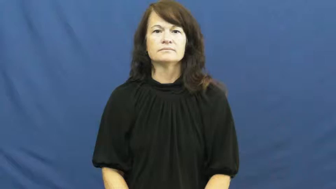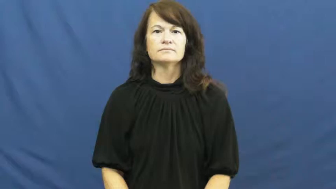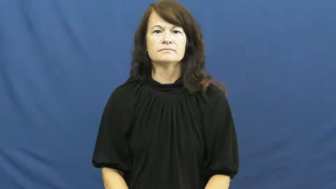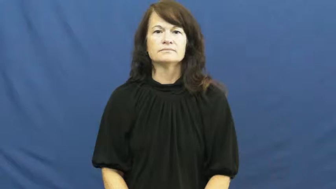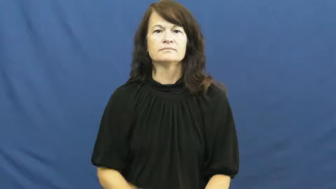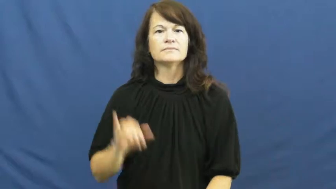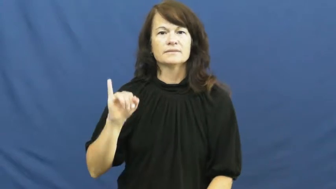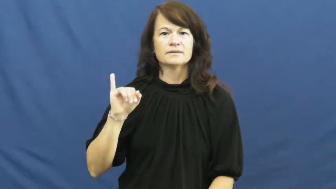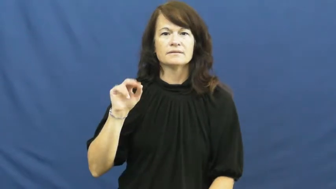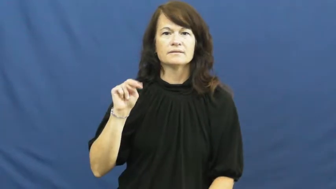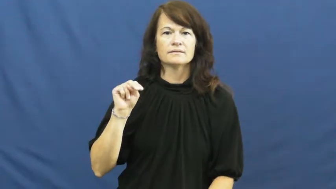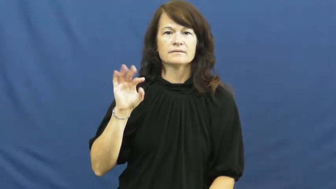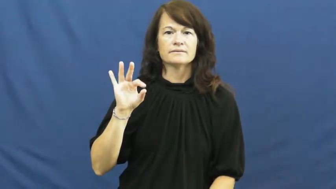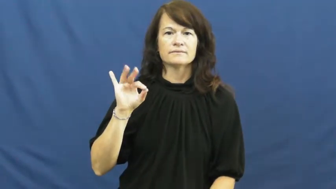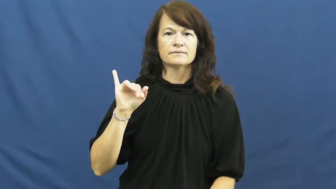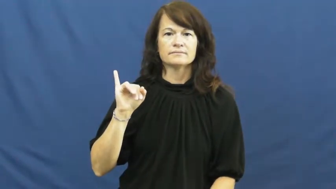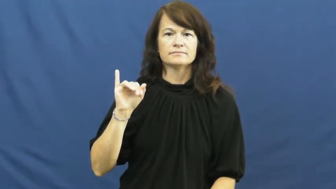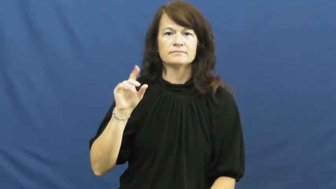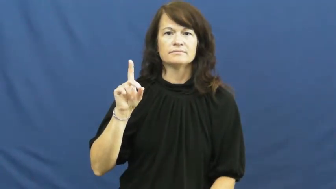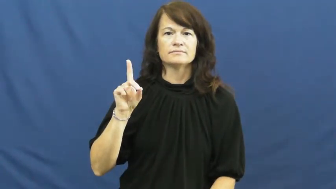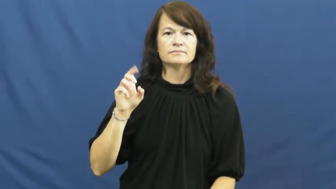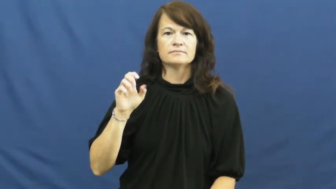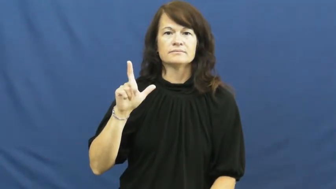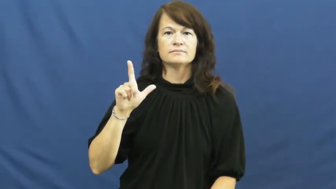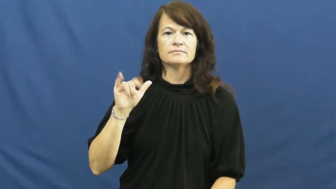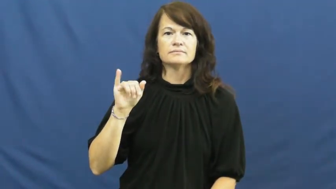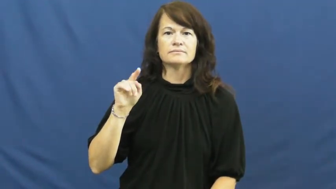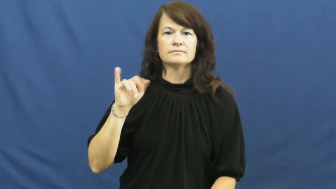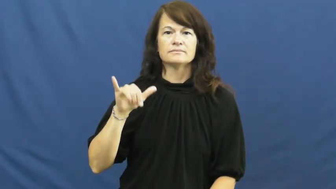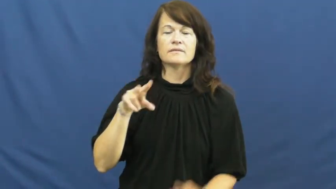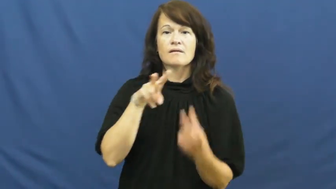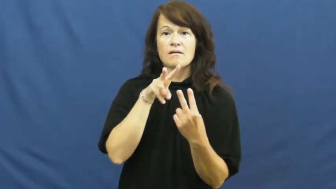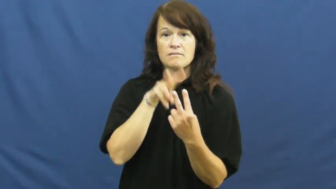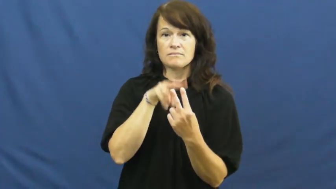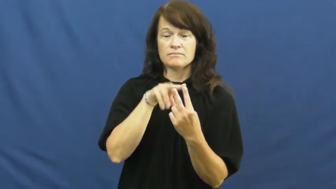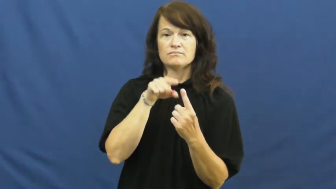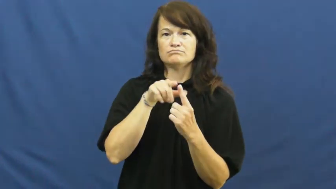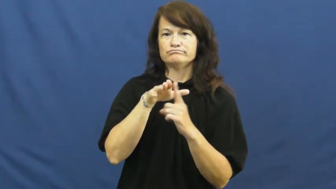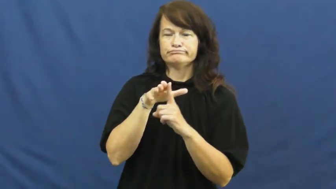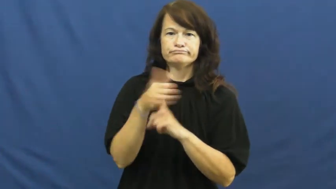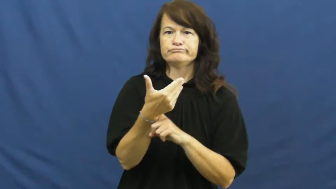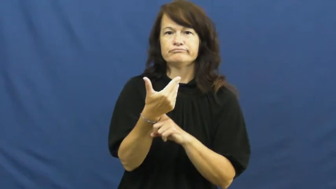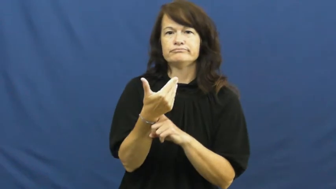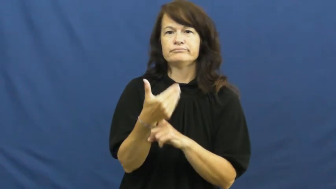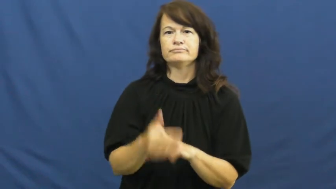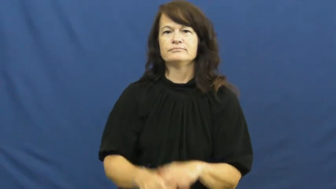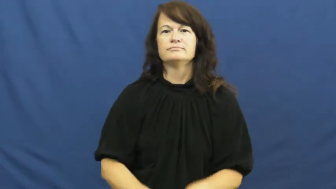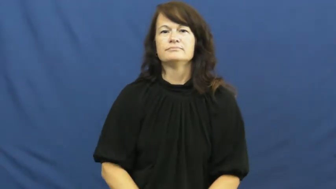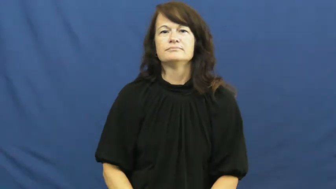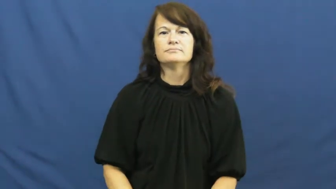infidelity